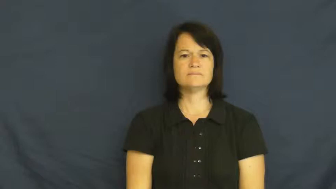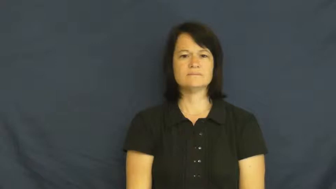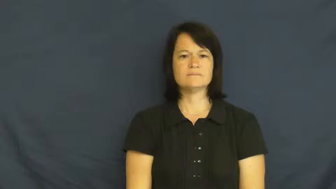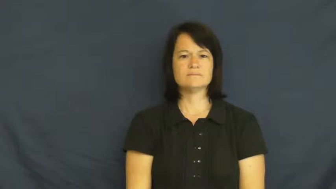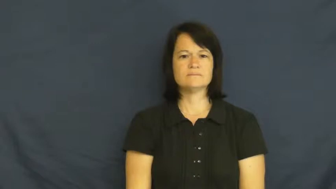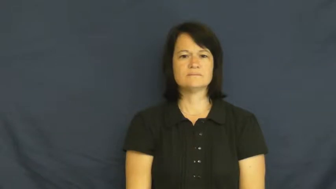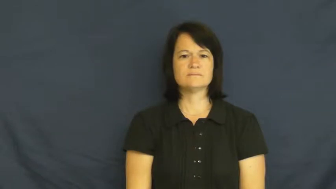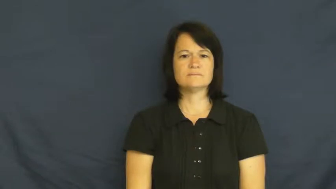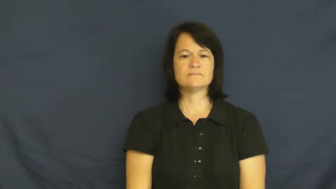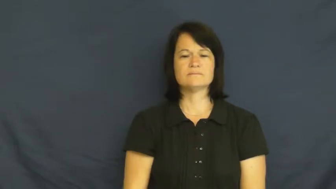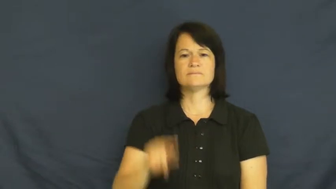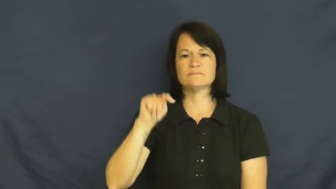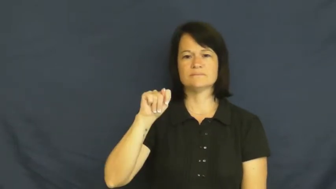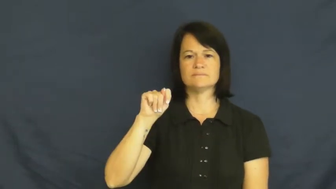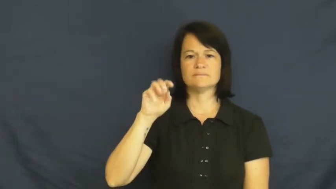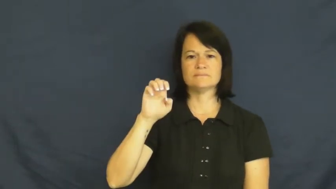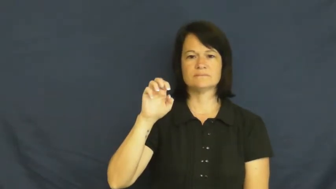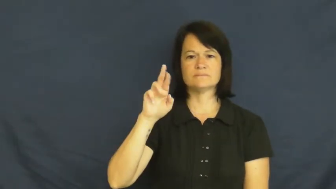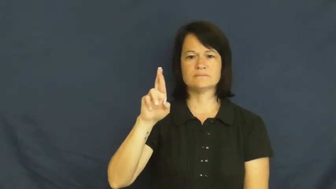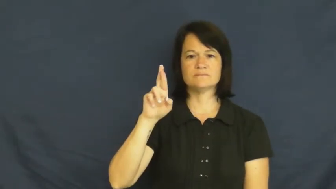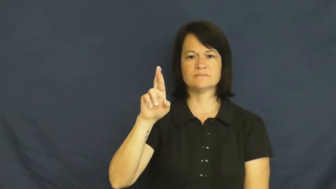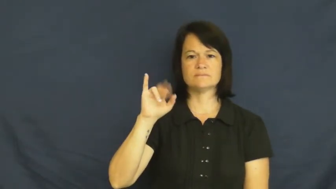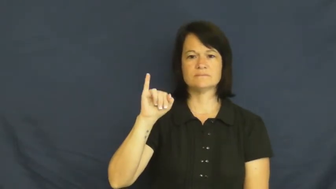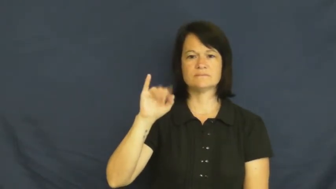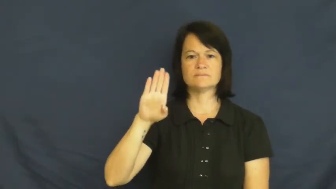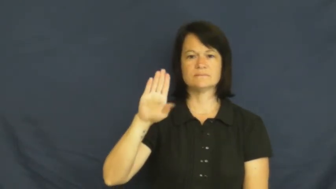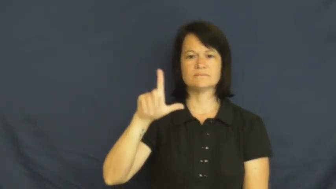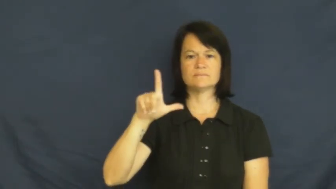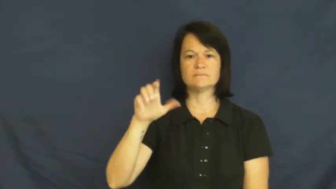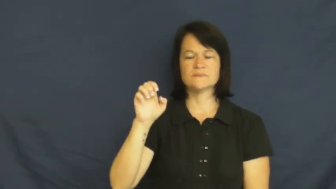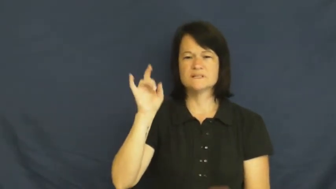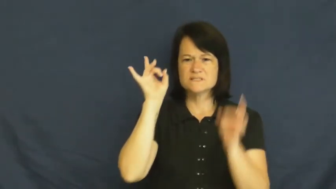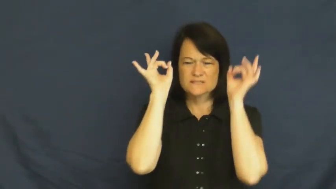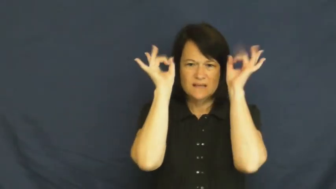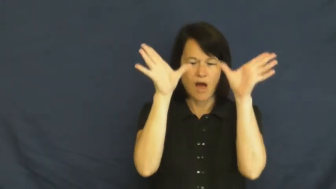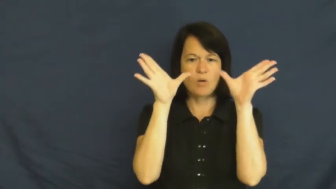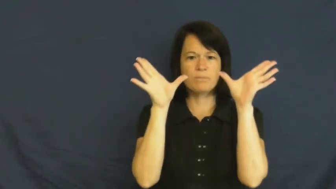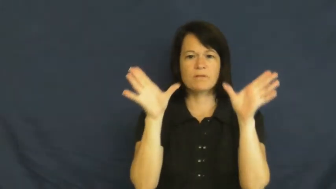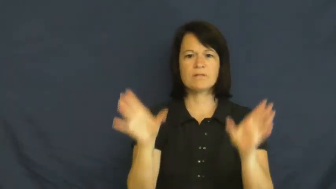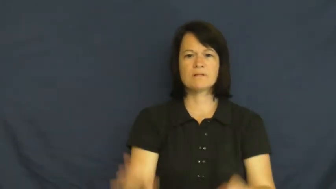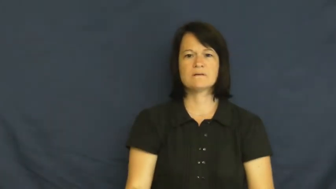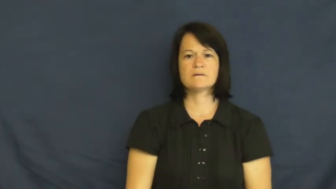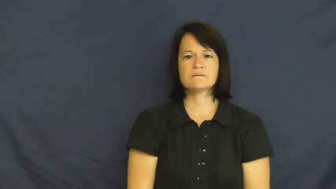terrible